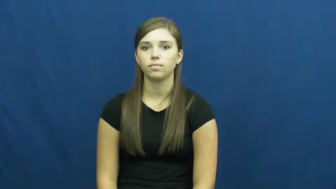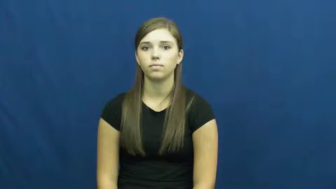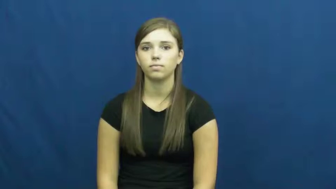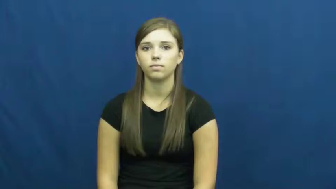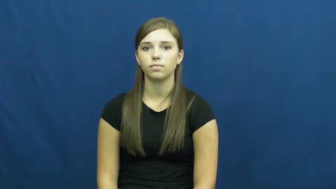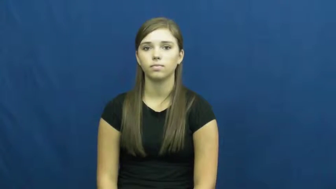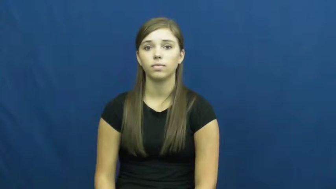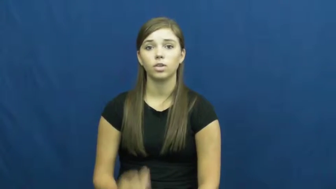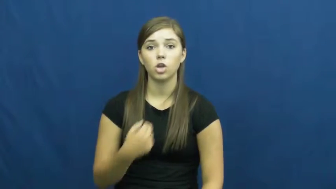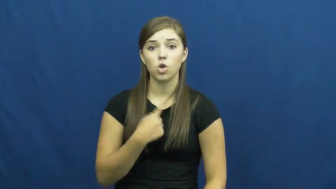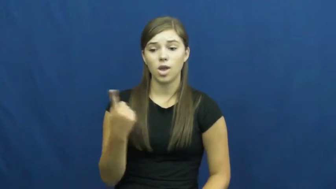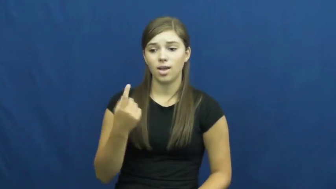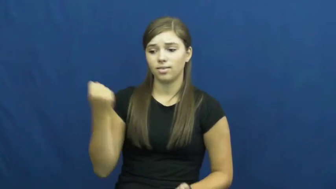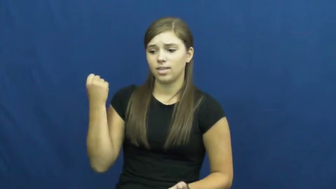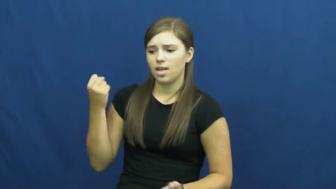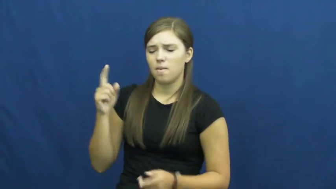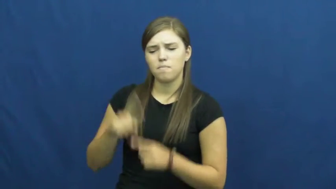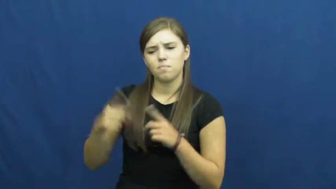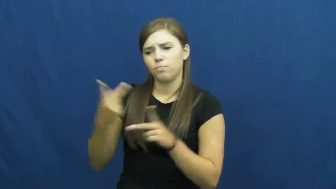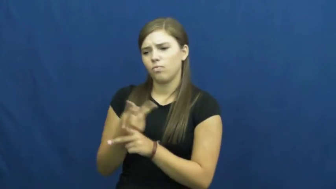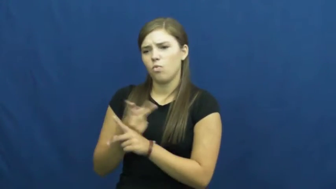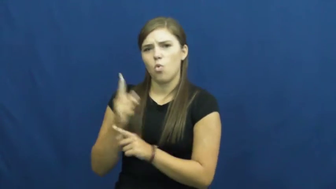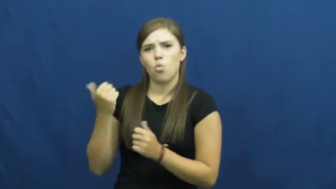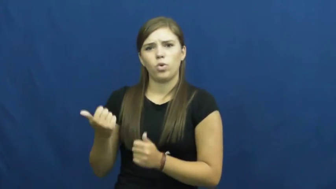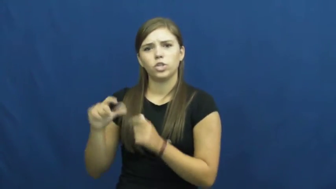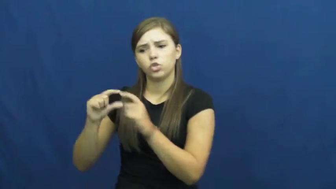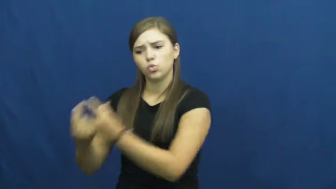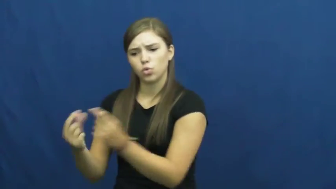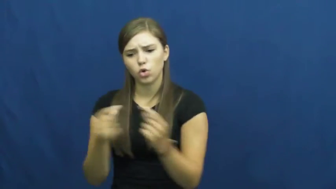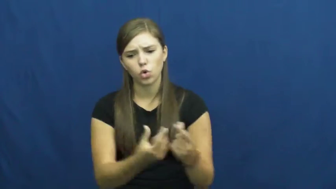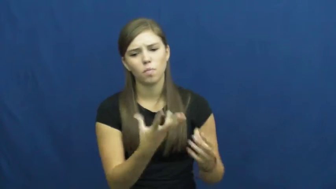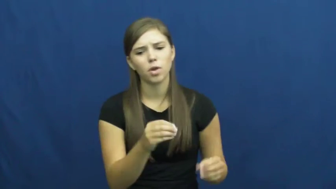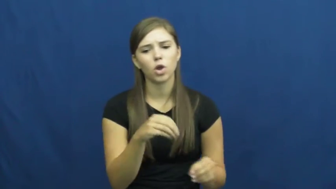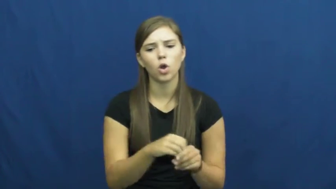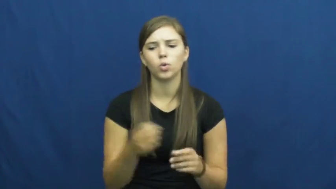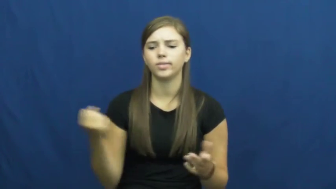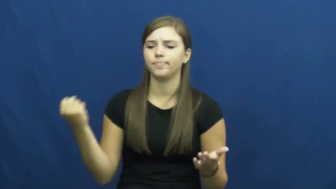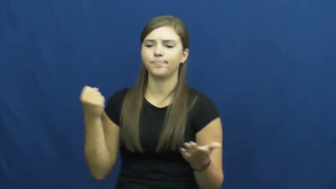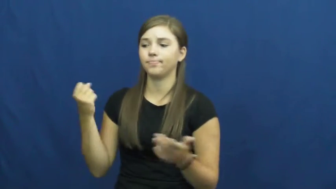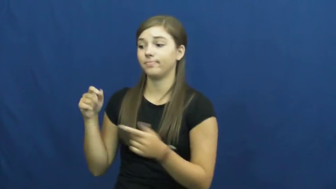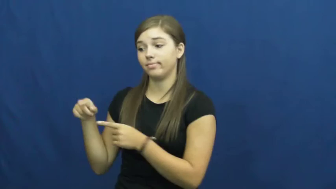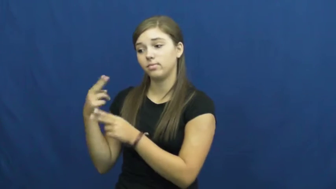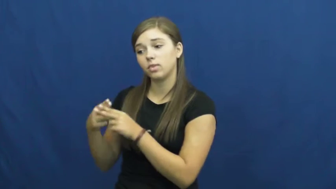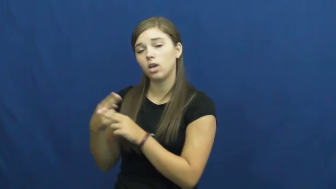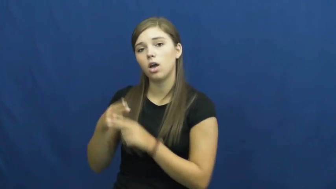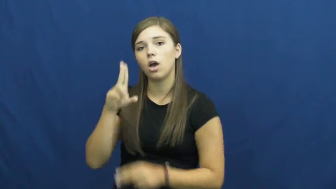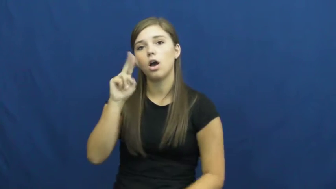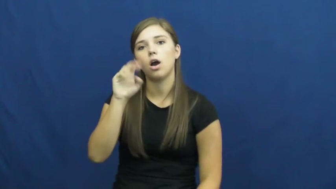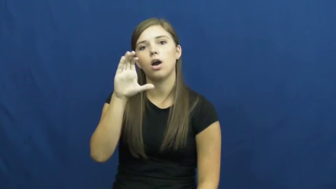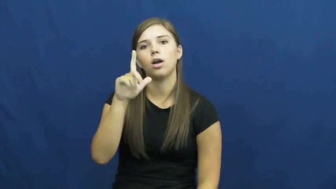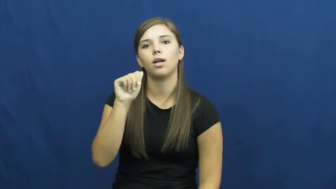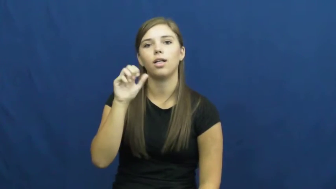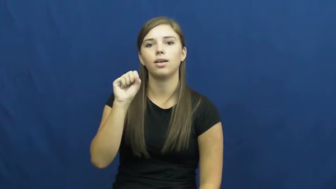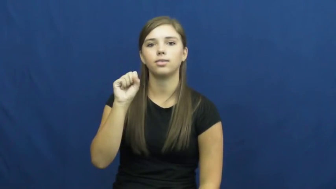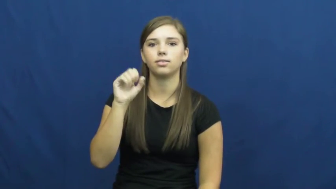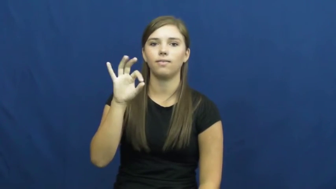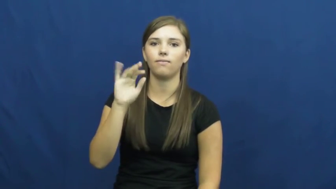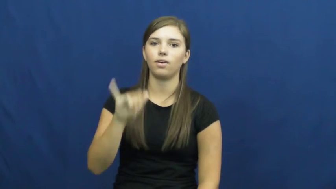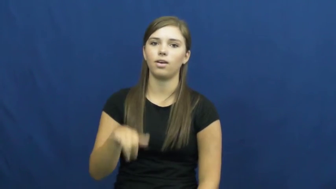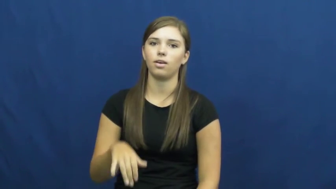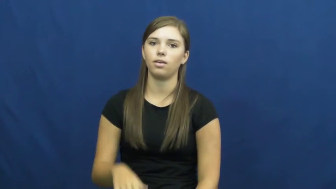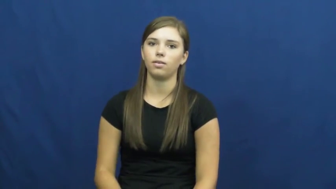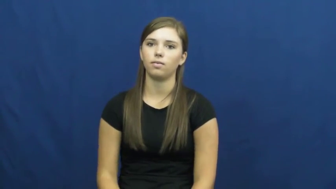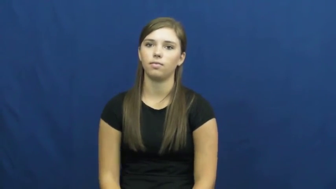unclassifiable